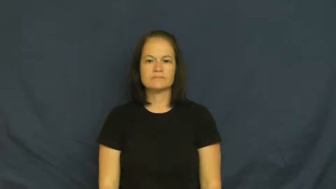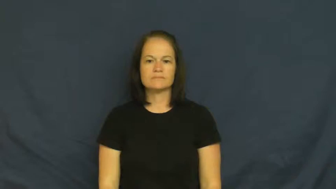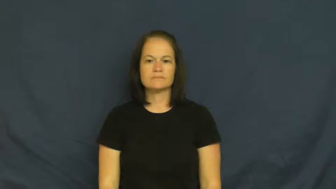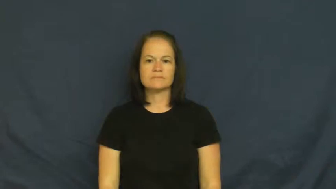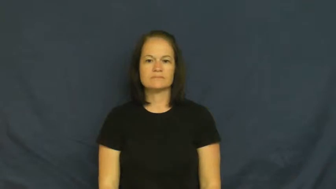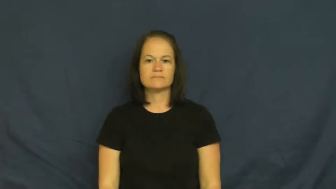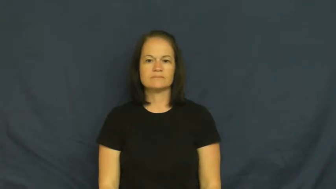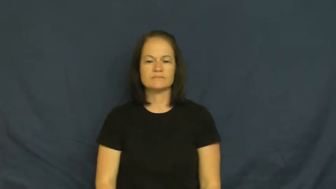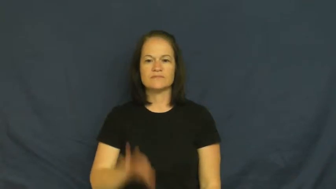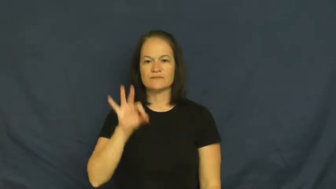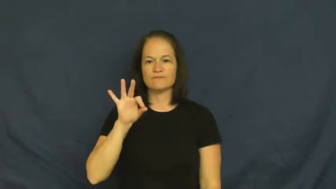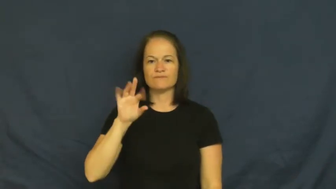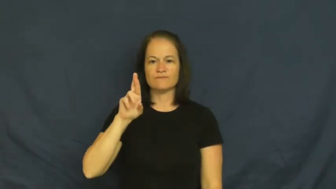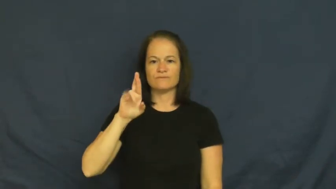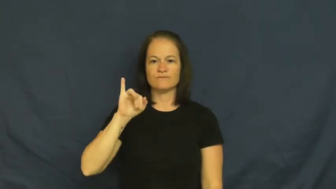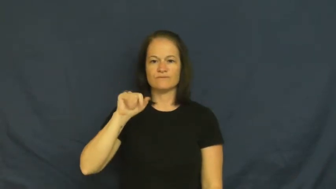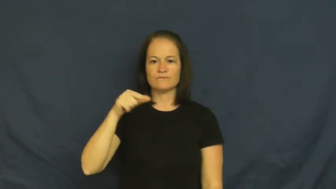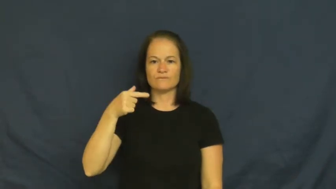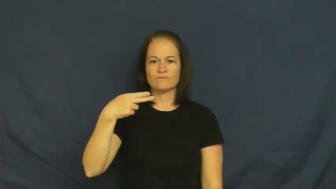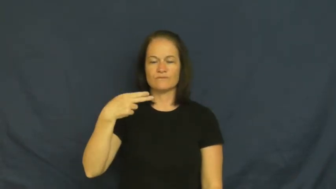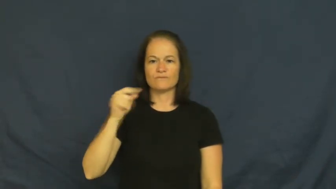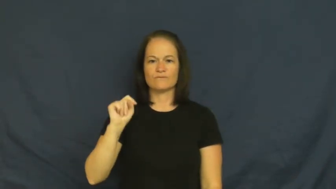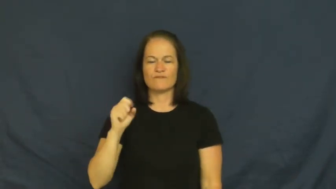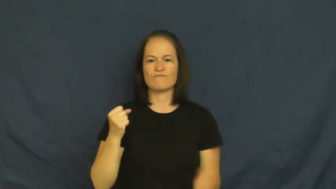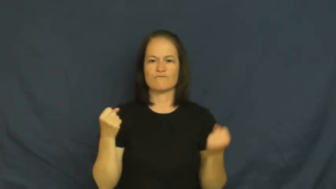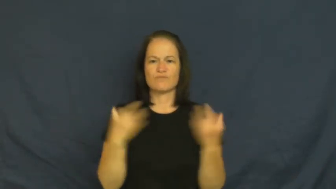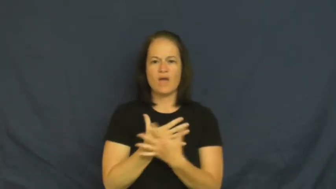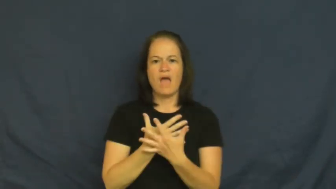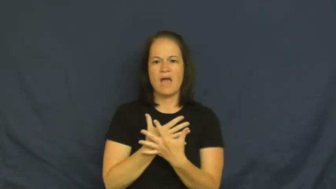fright